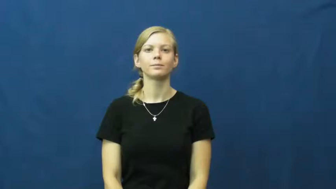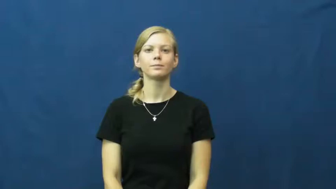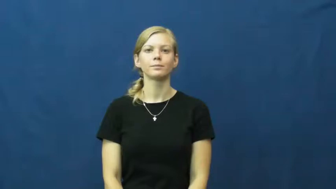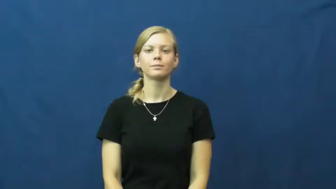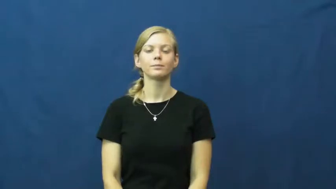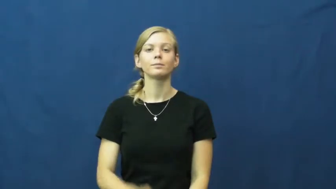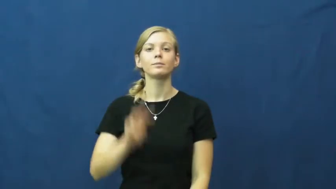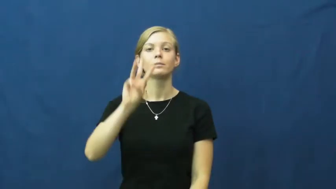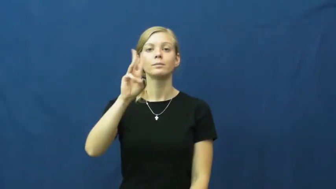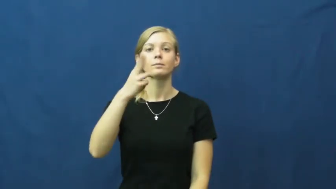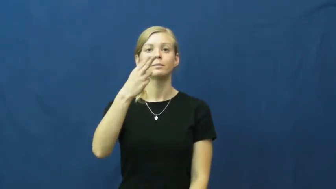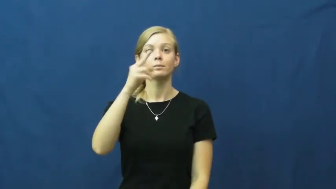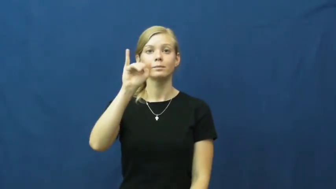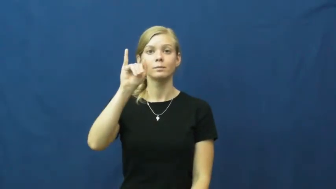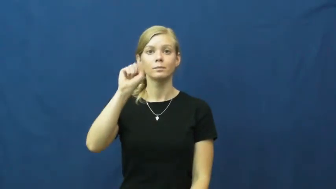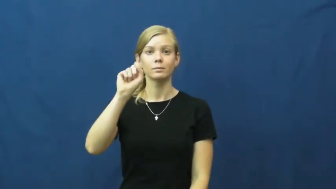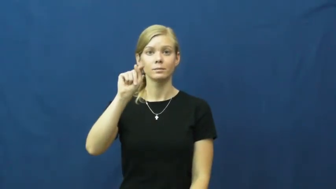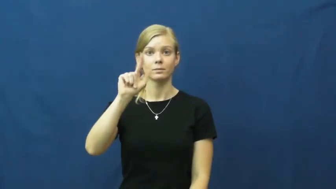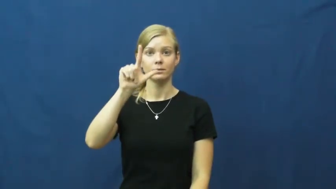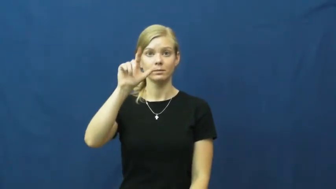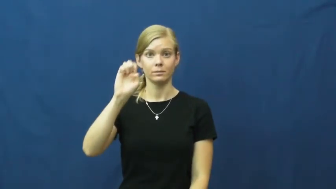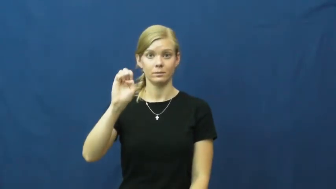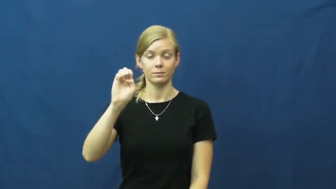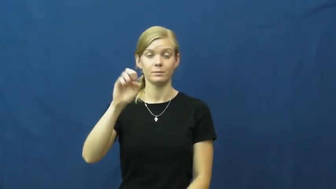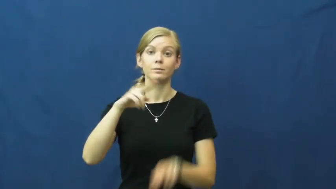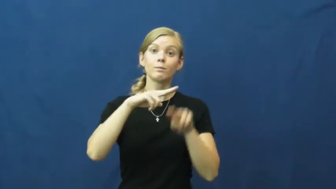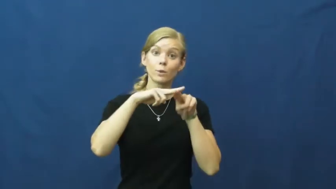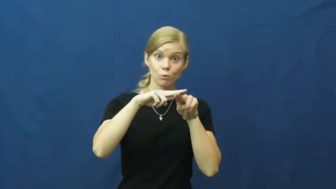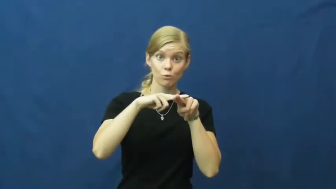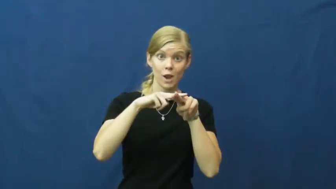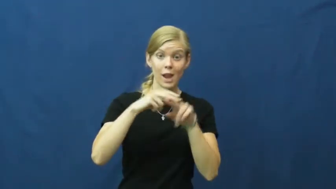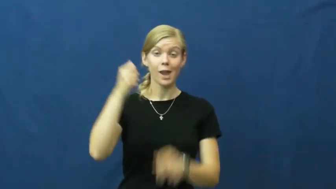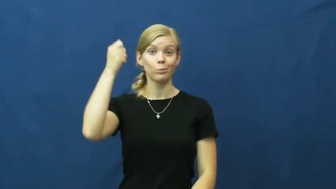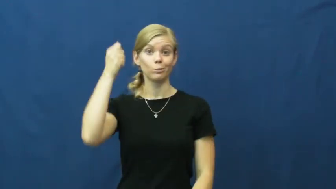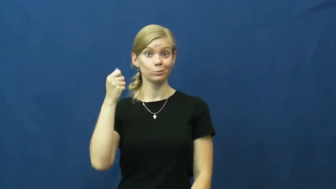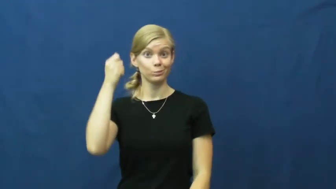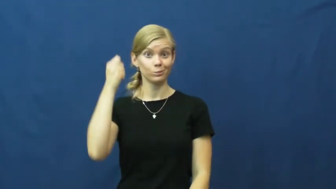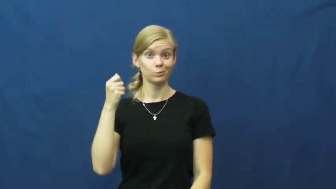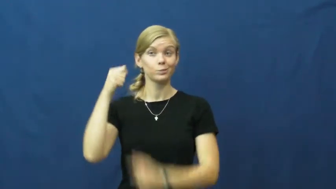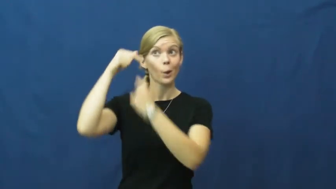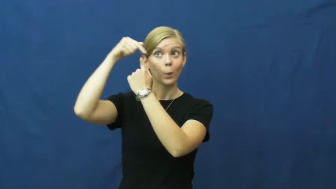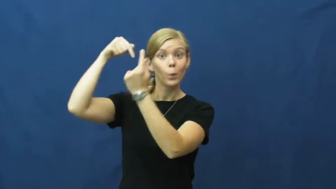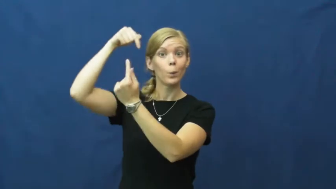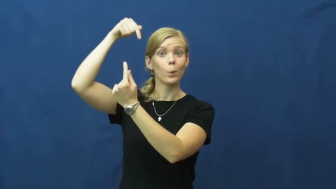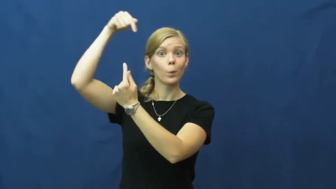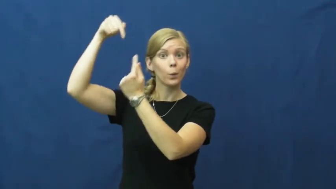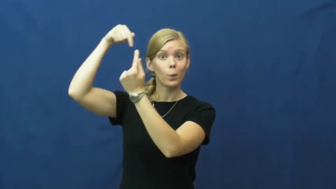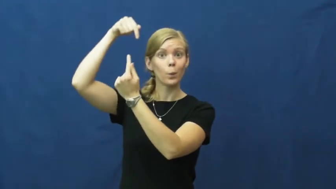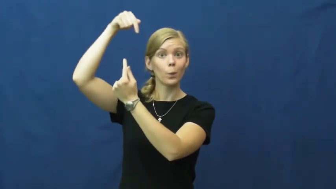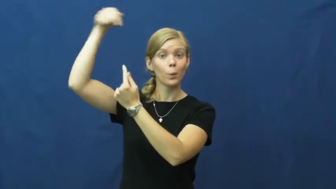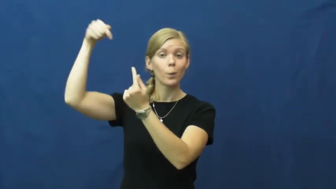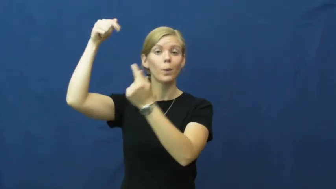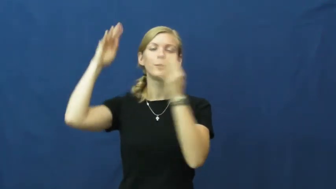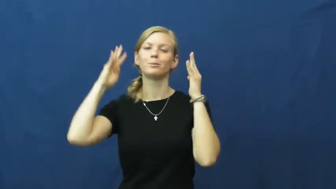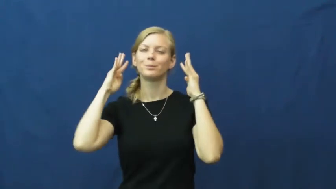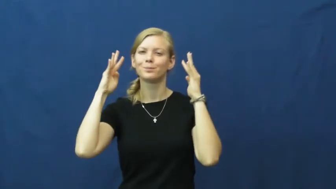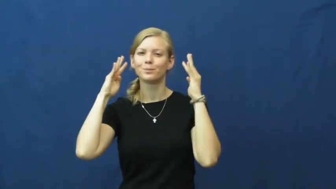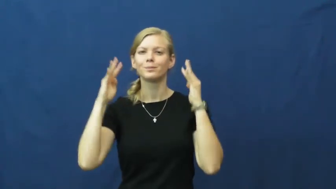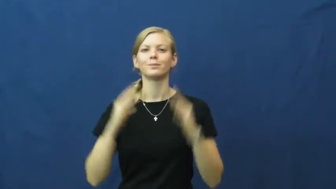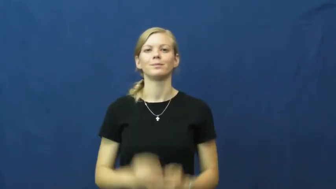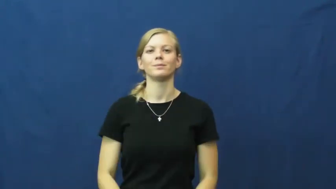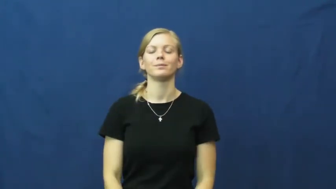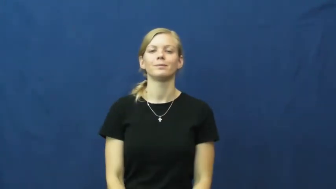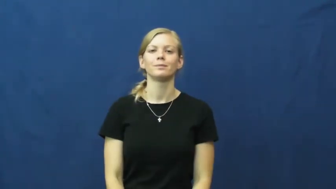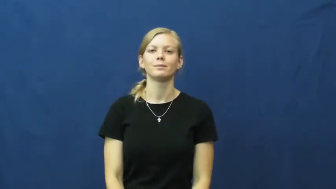whistle-train